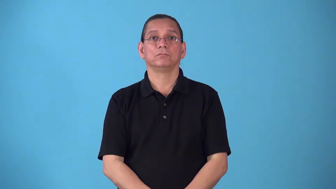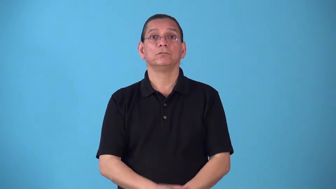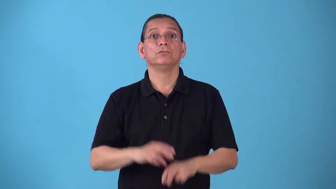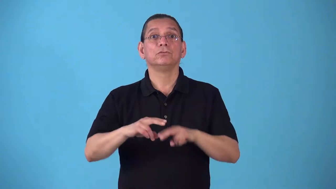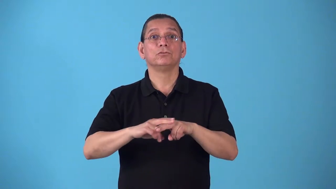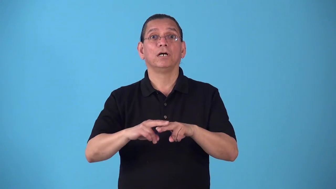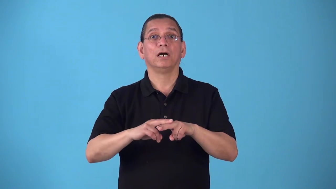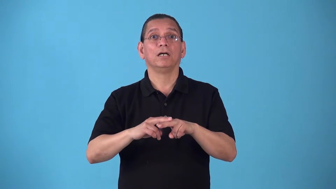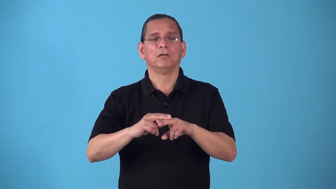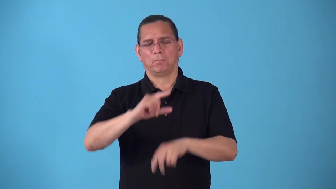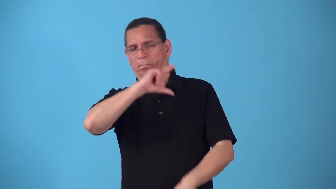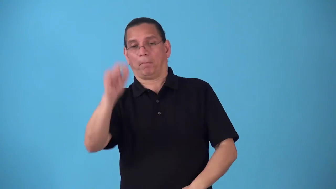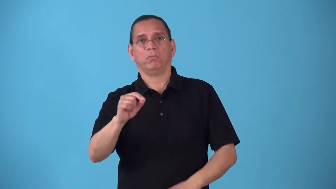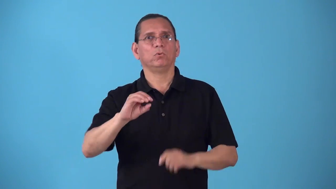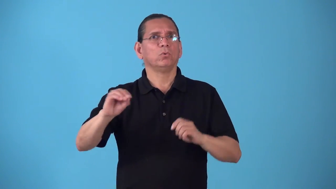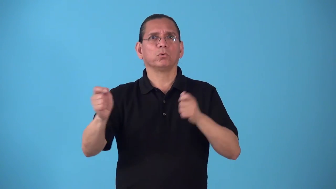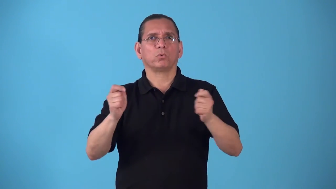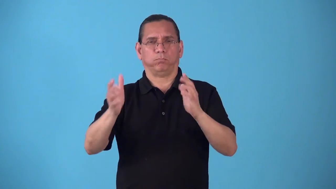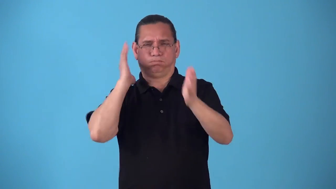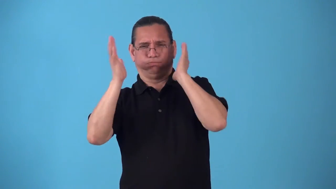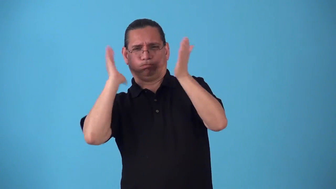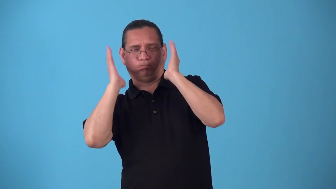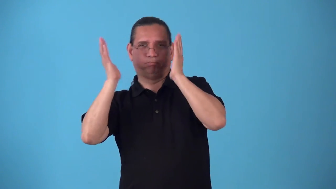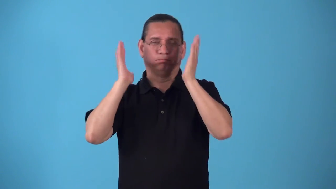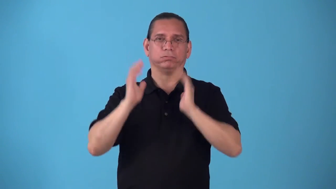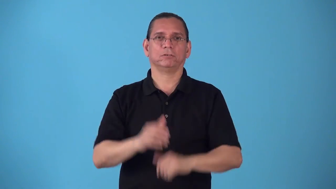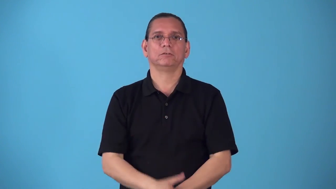runaway-train